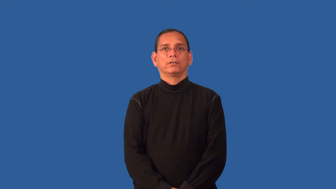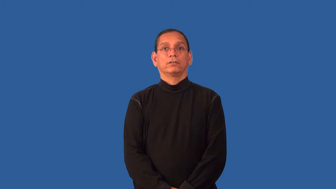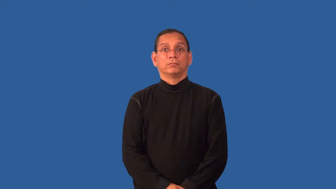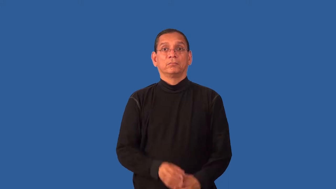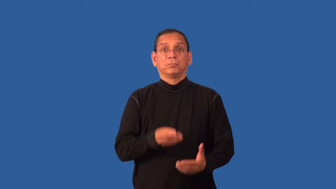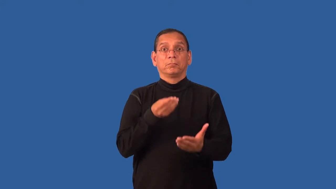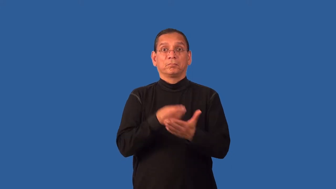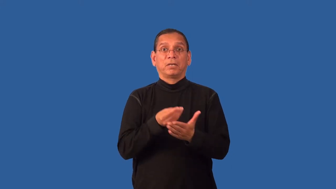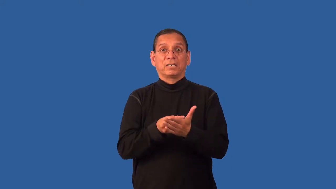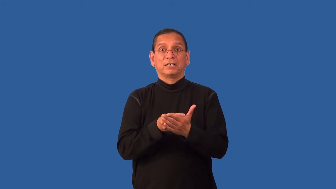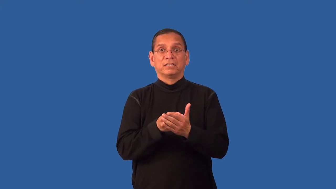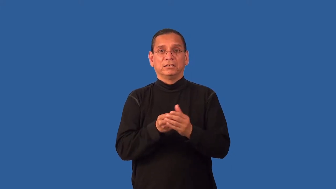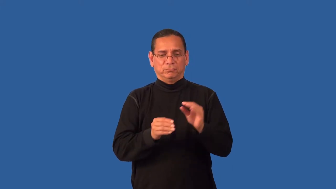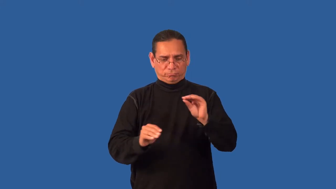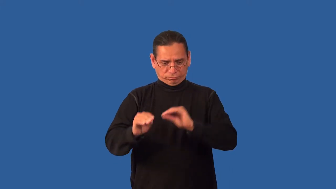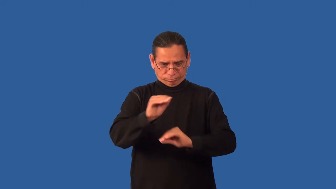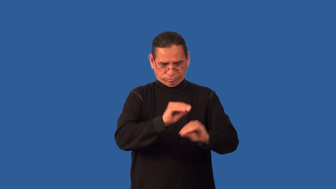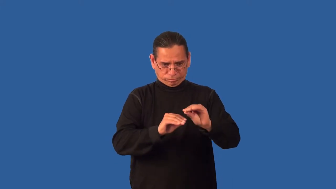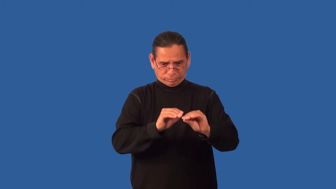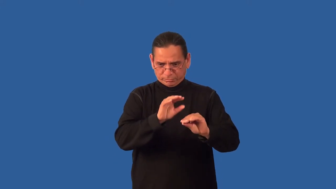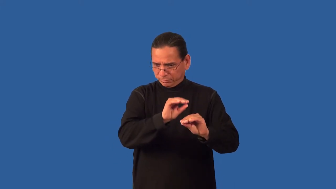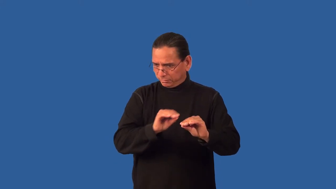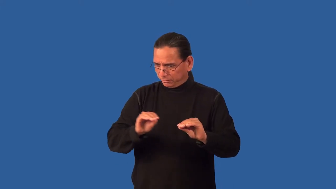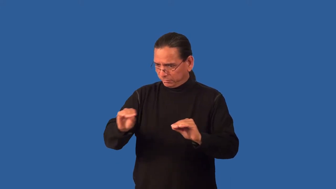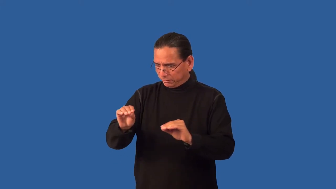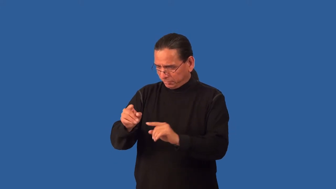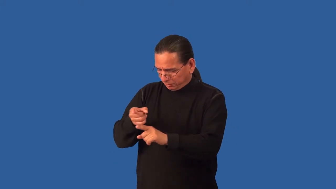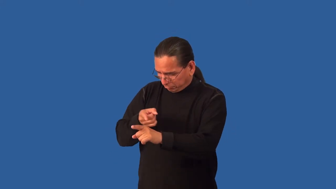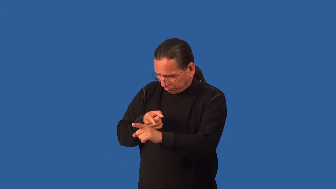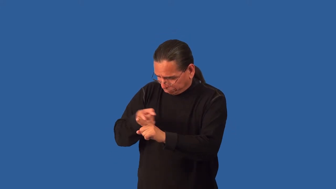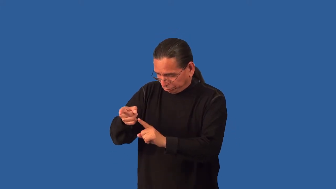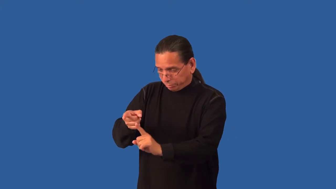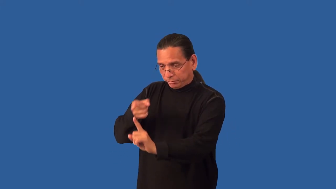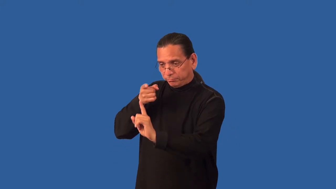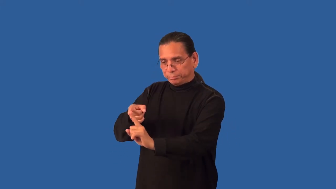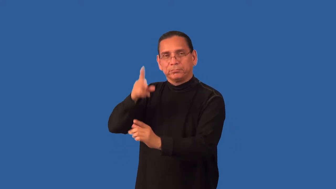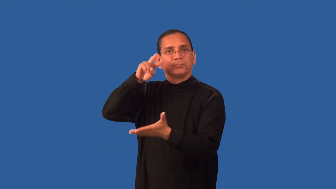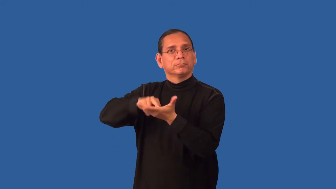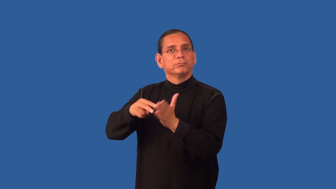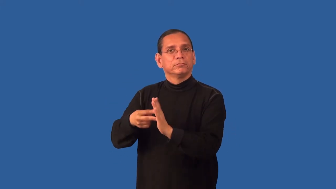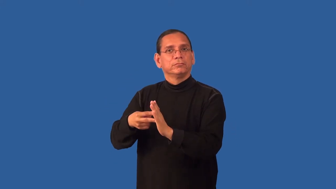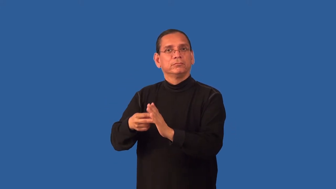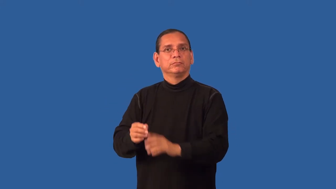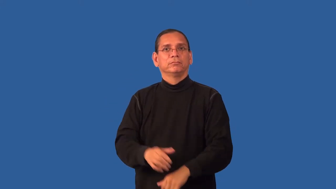earmark,commit